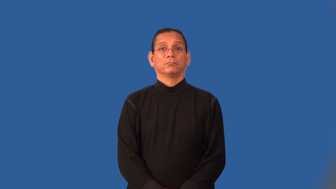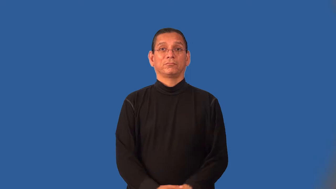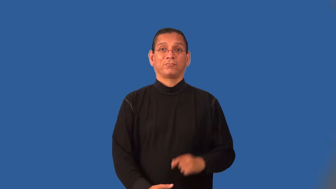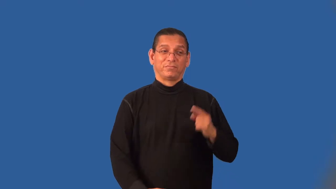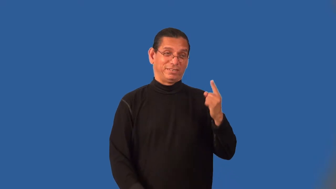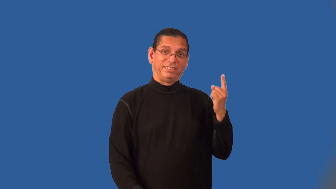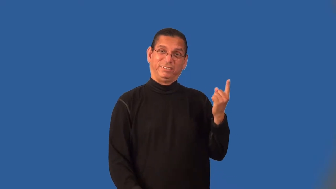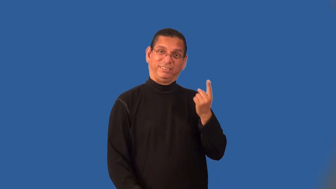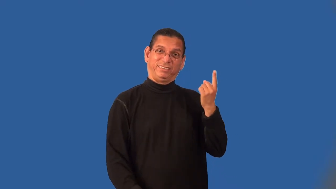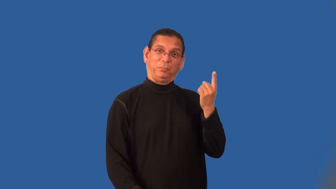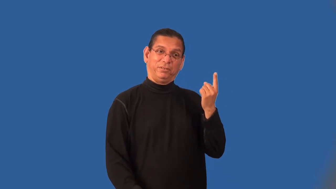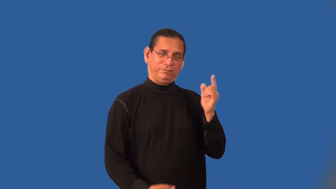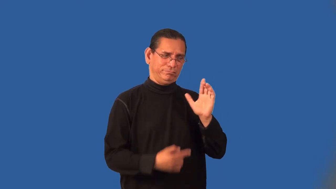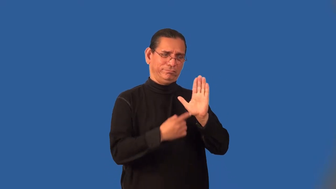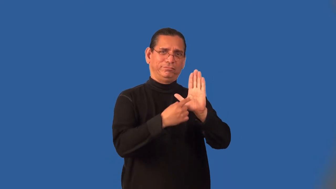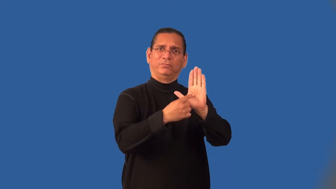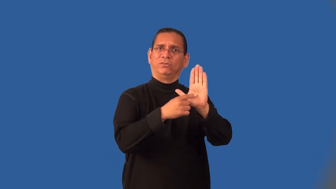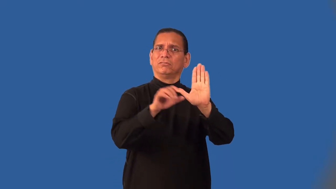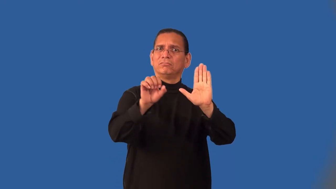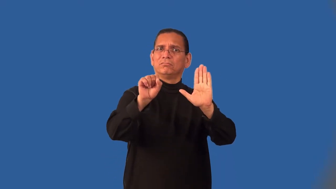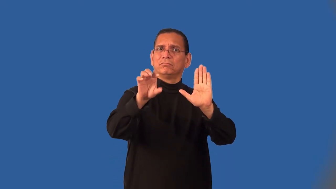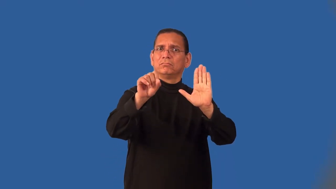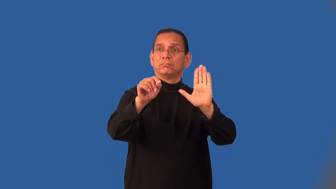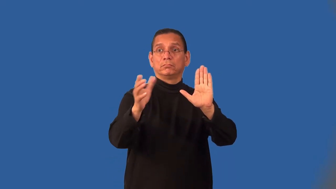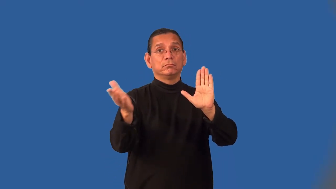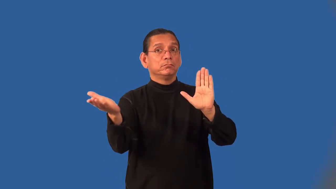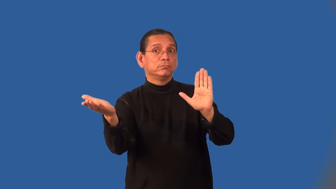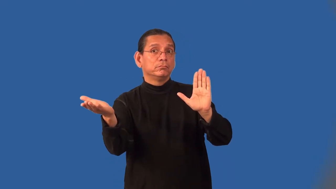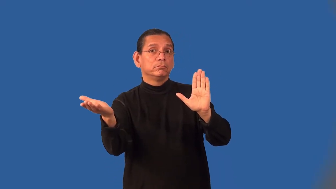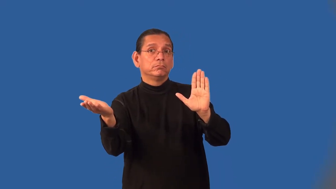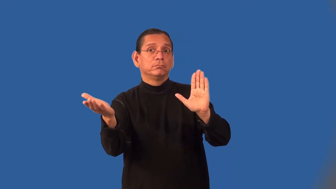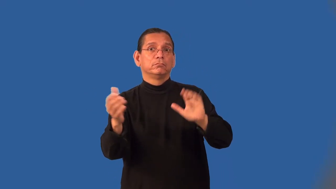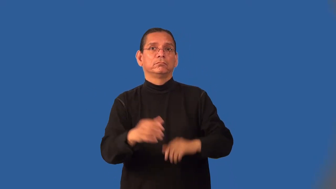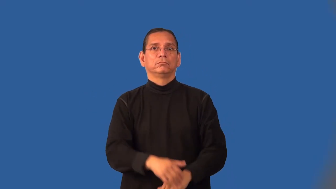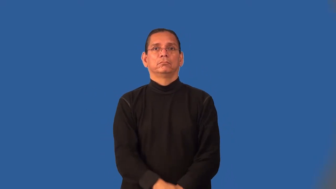invoke